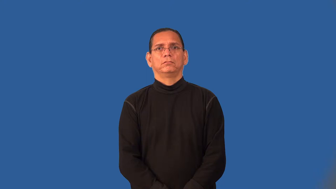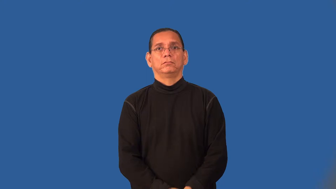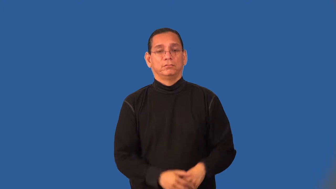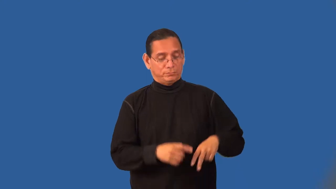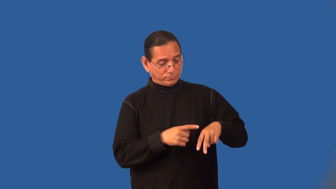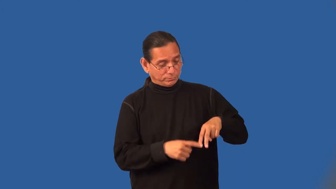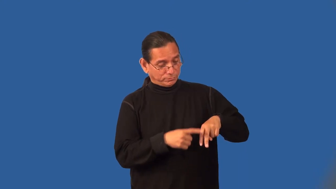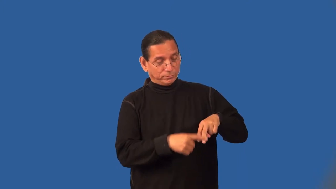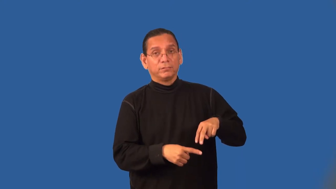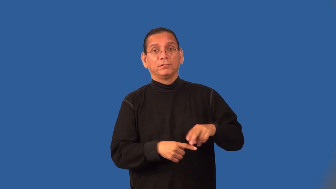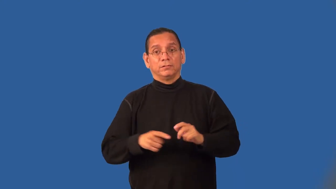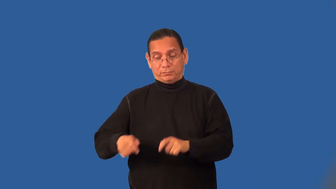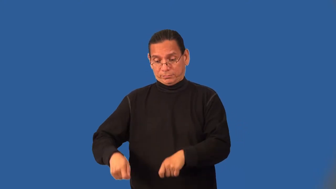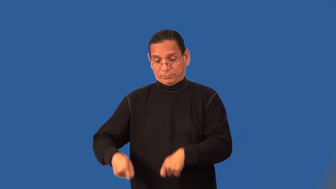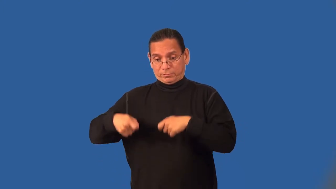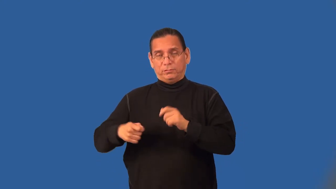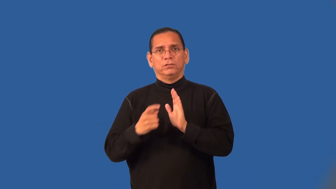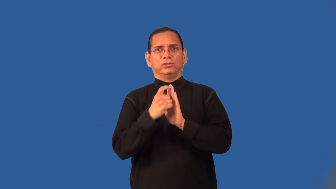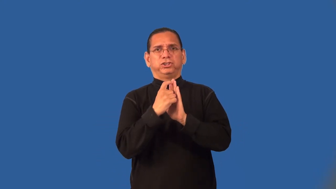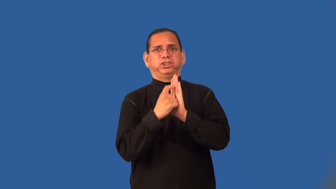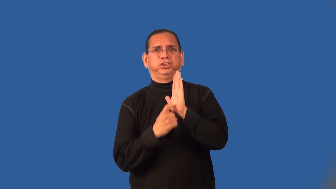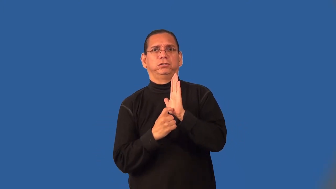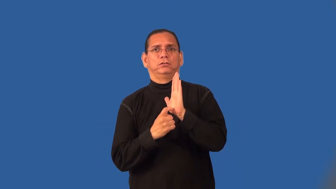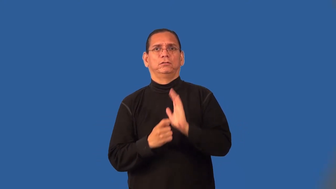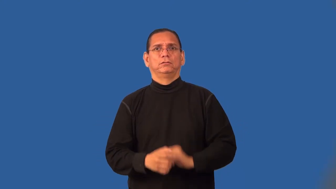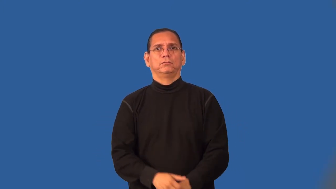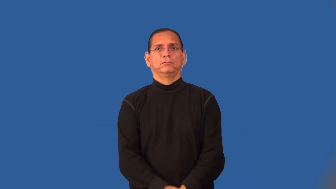run-stocking